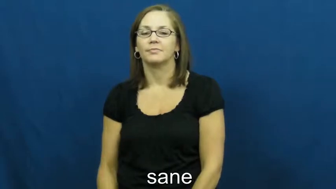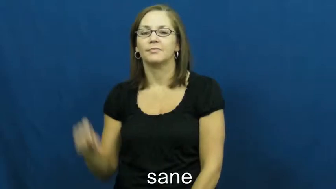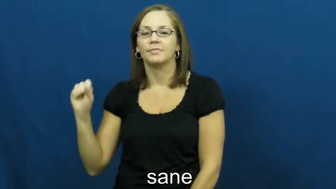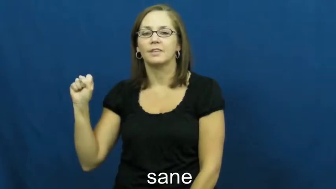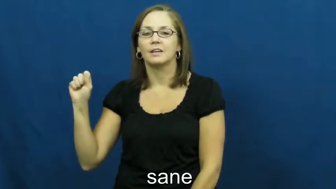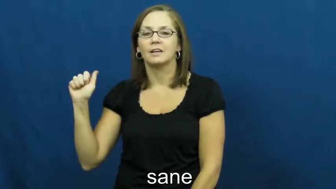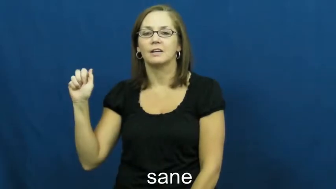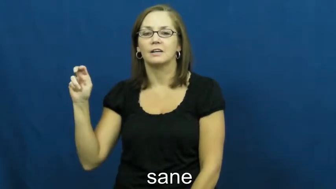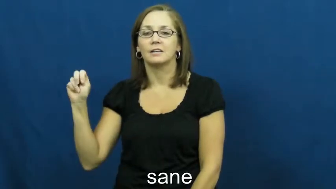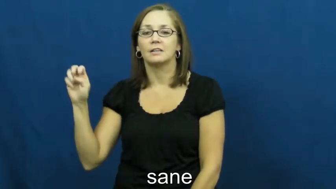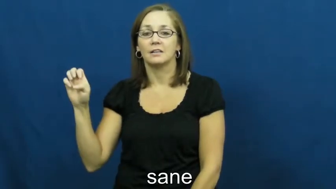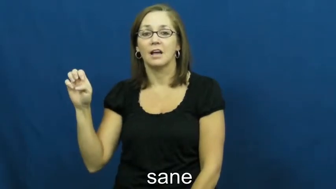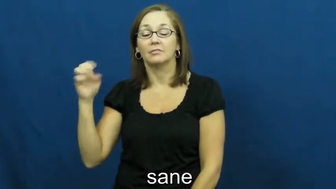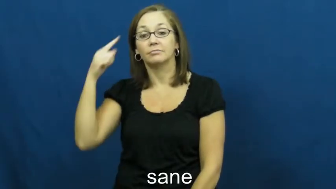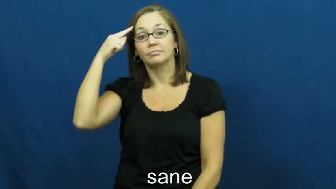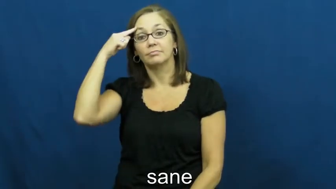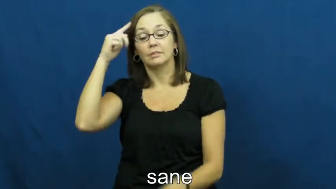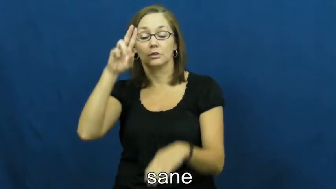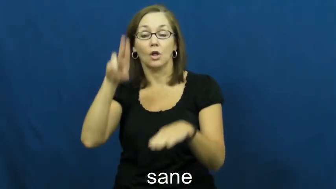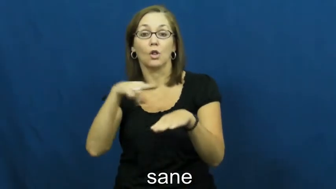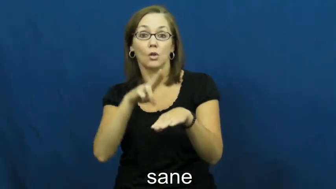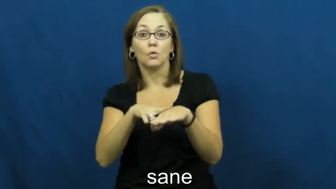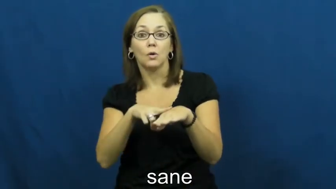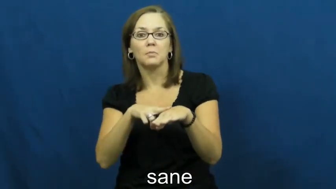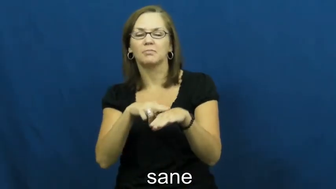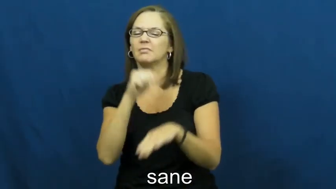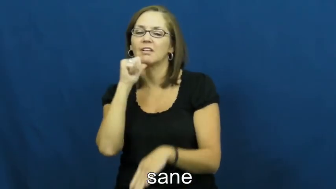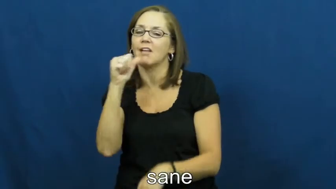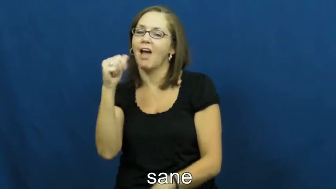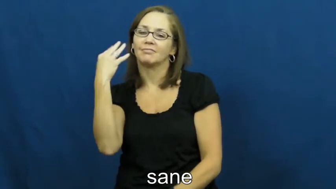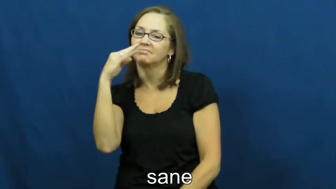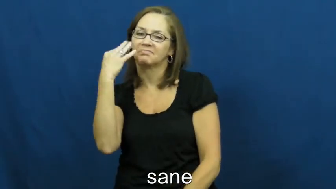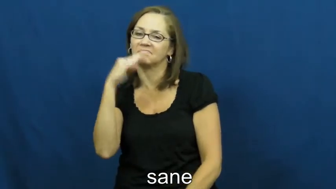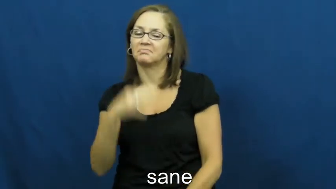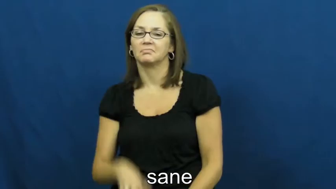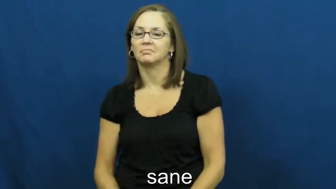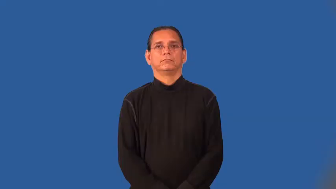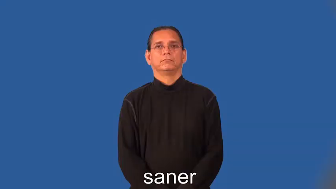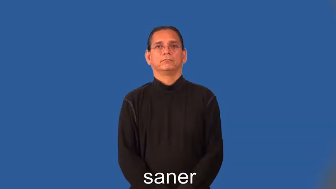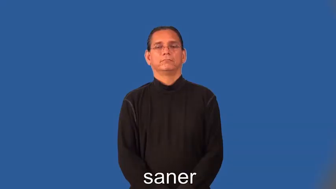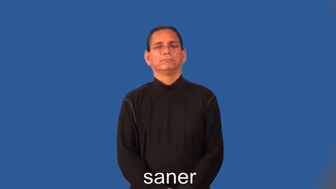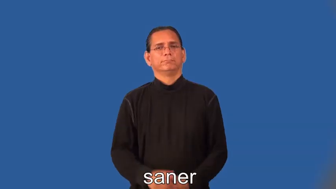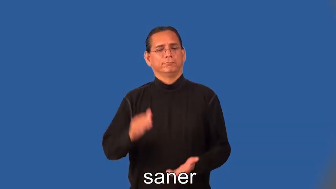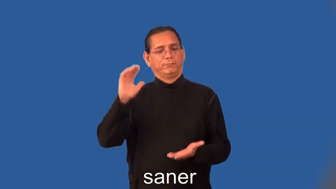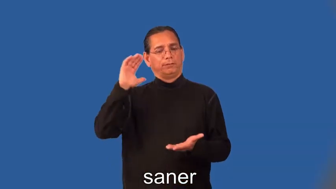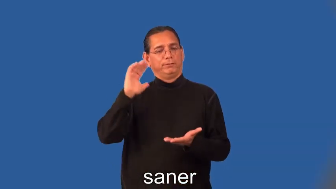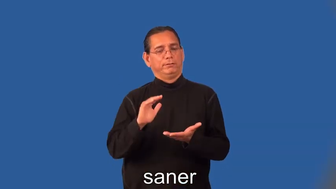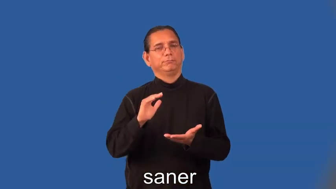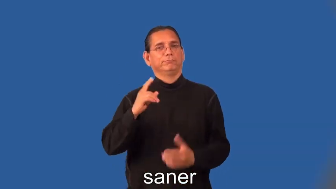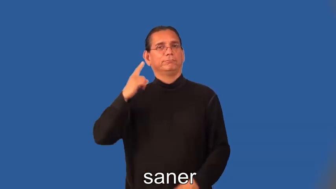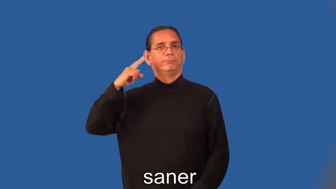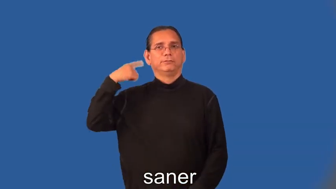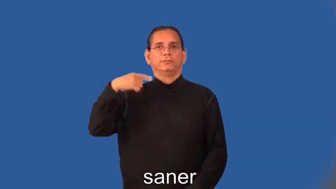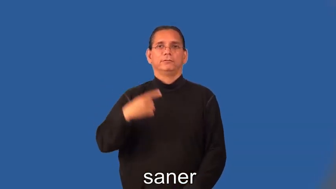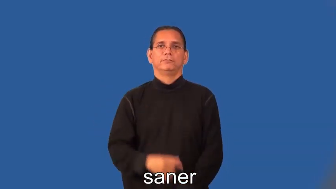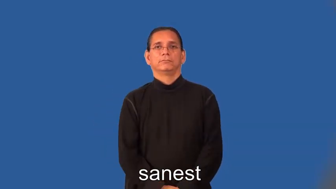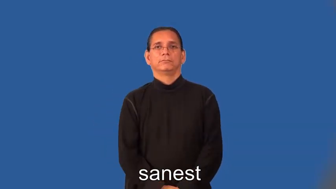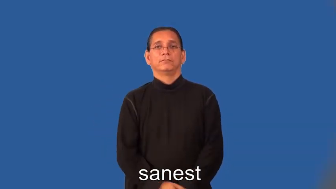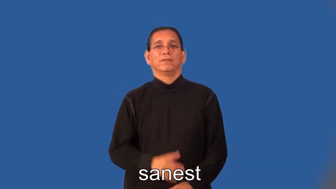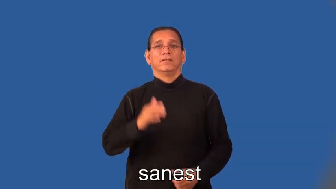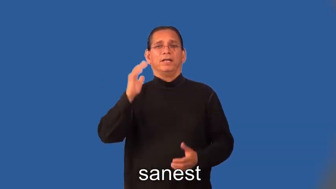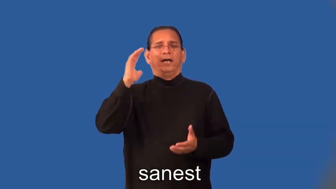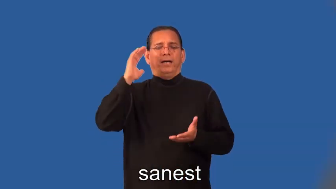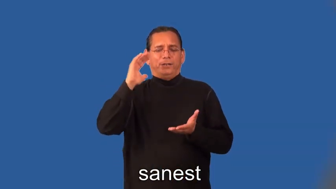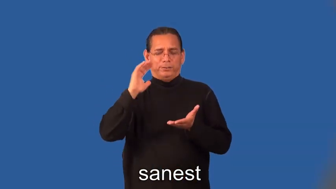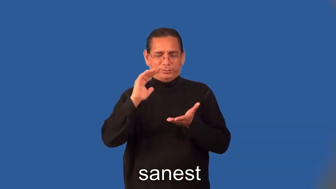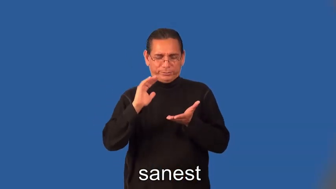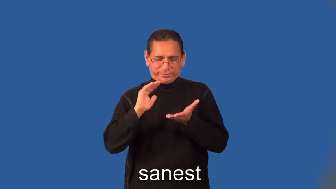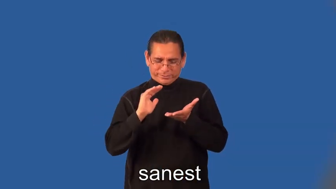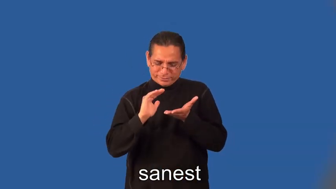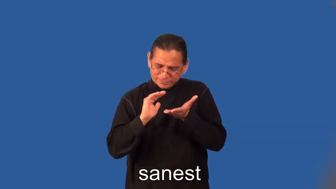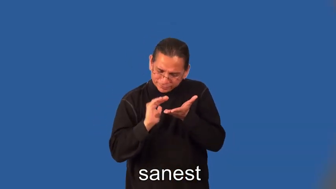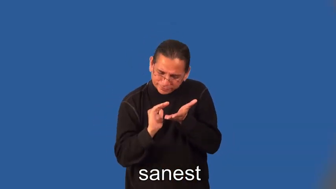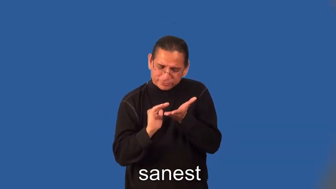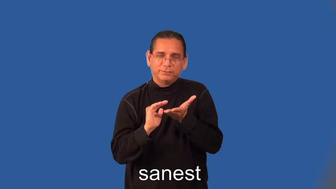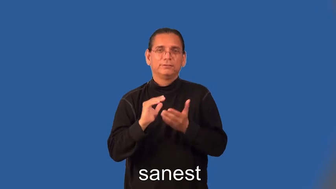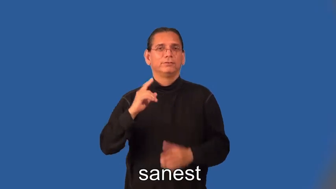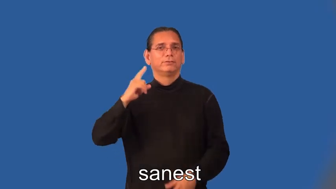saner,sanest